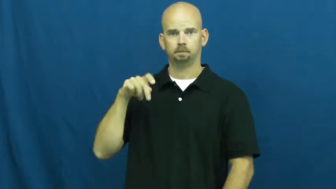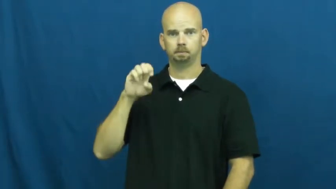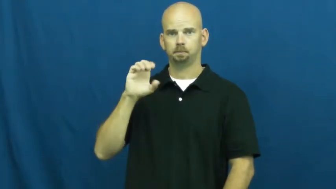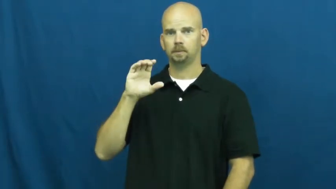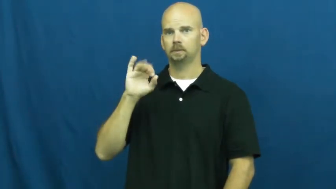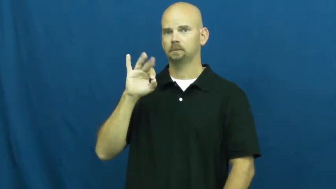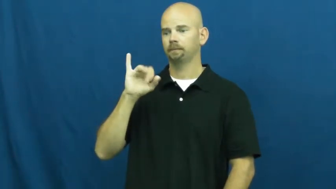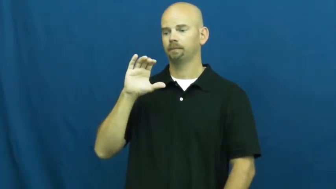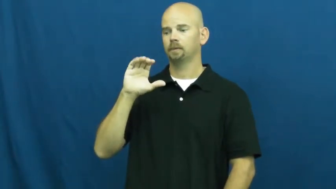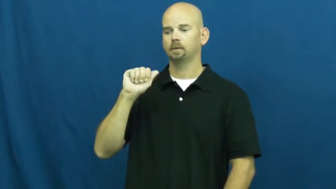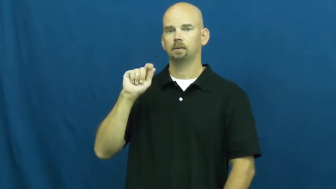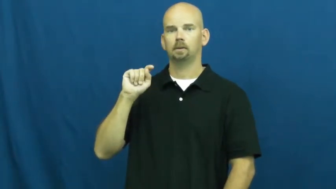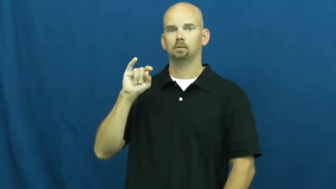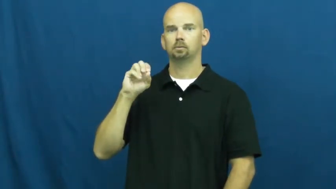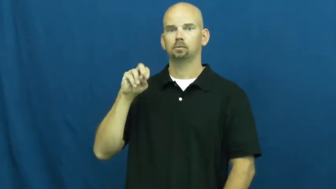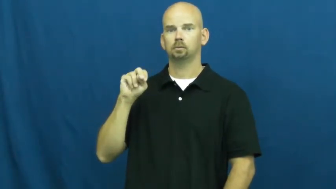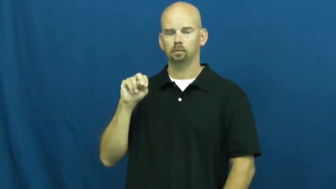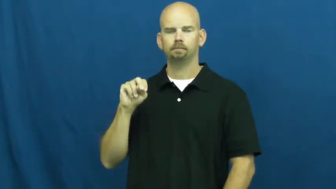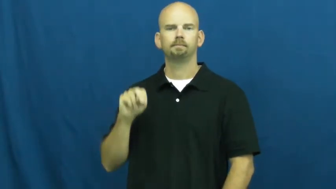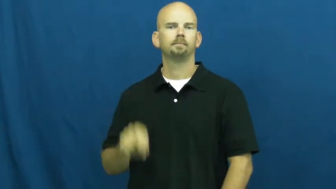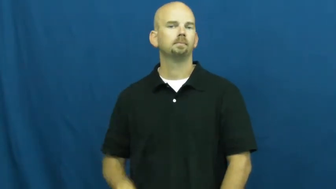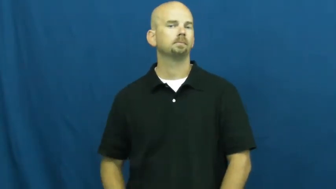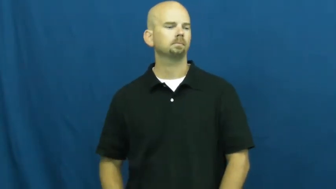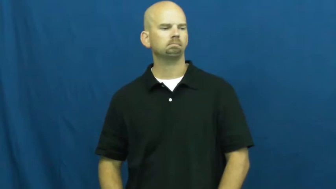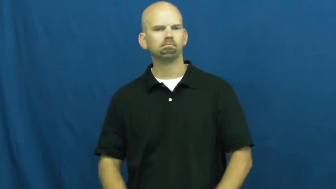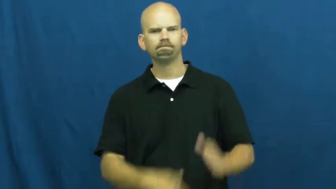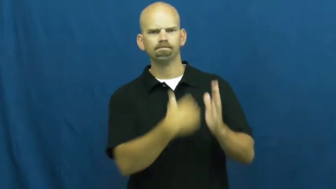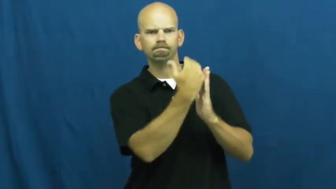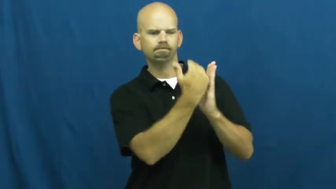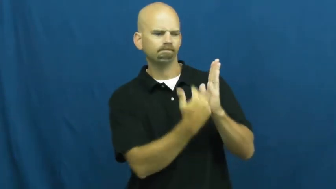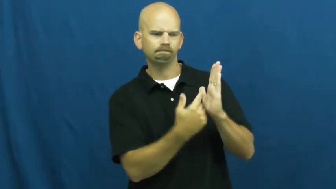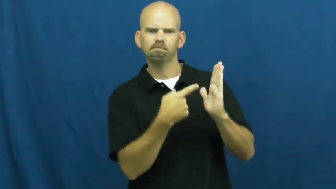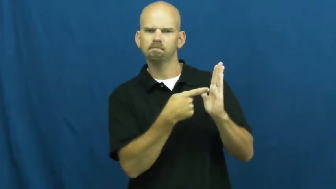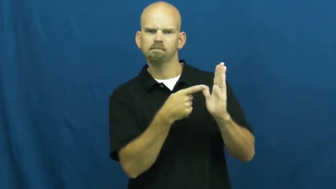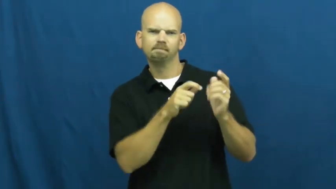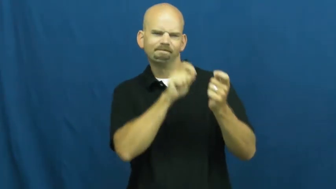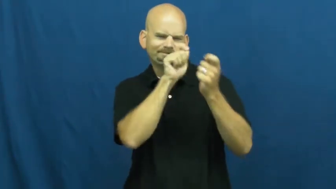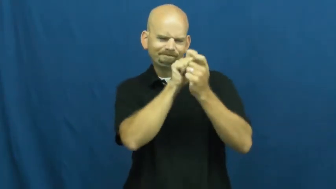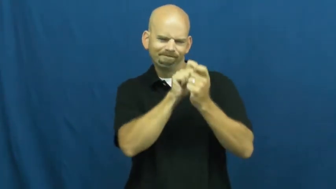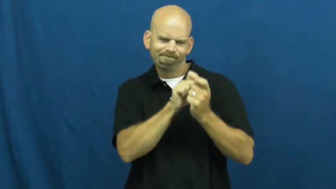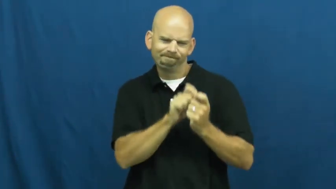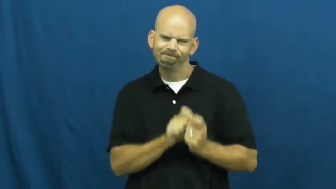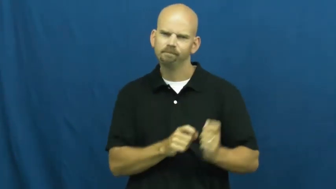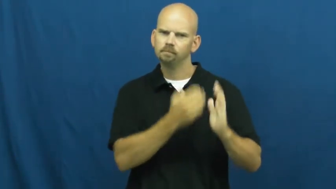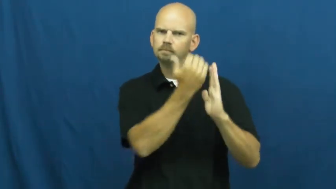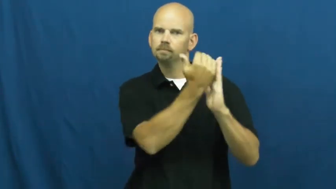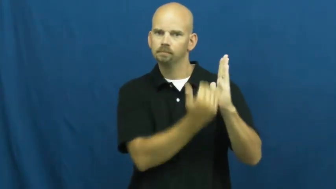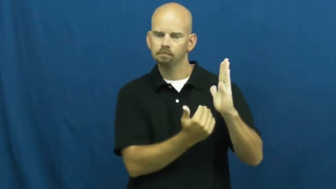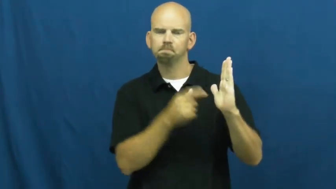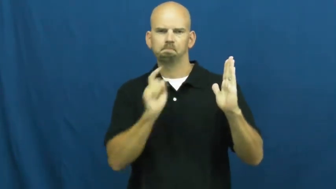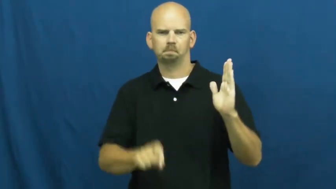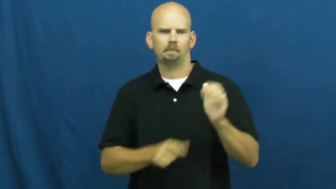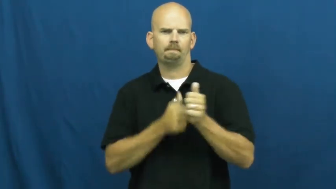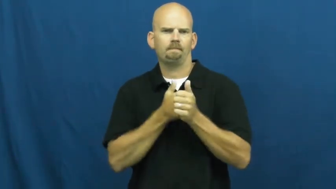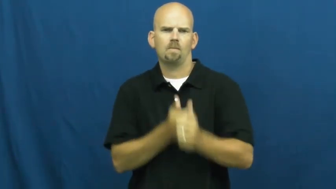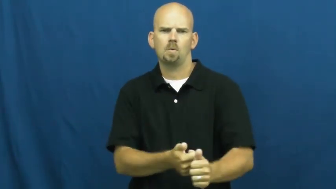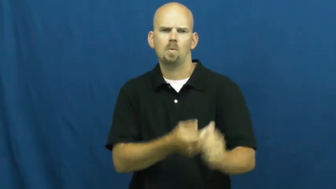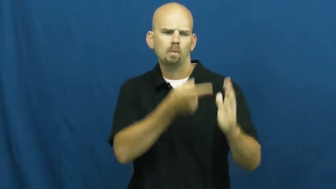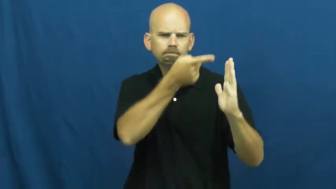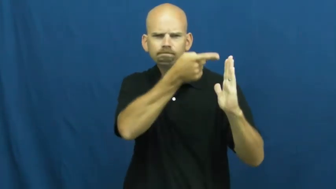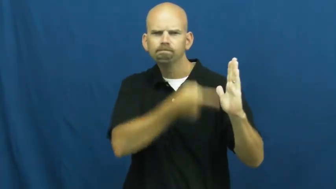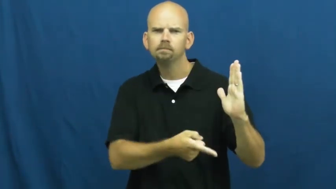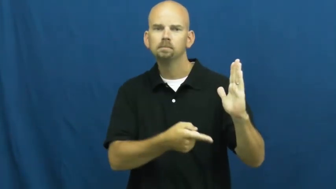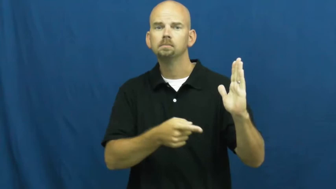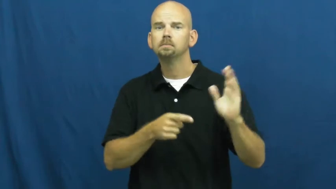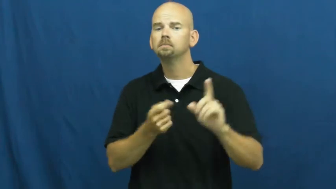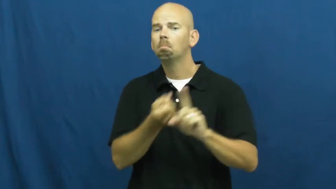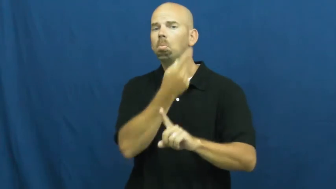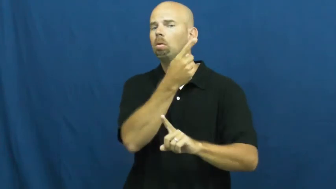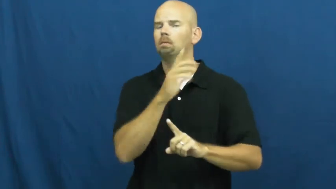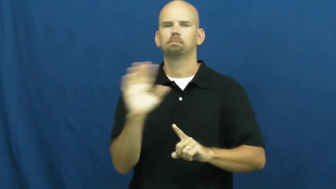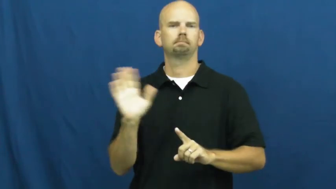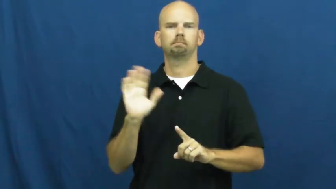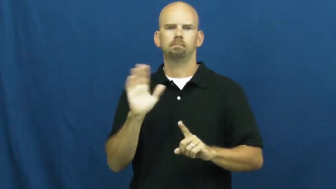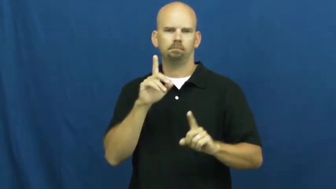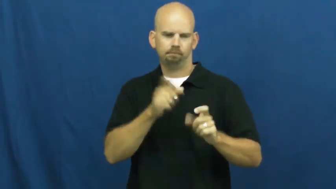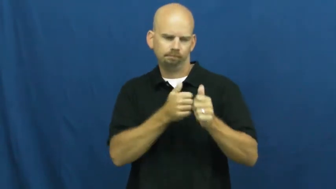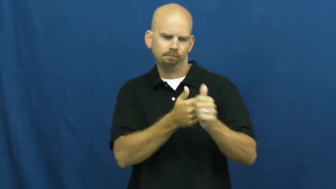specification